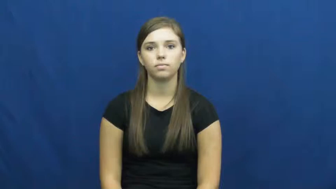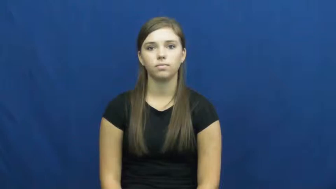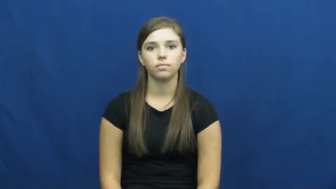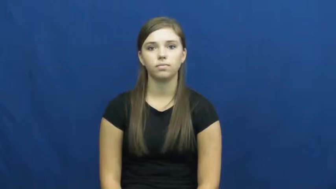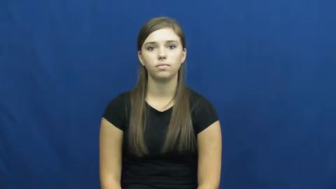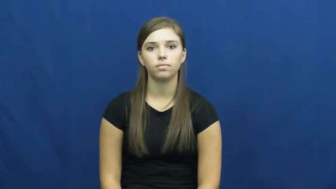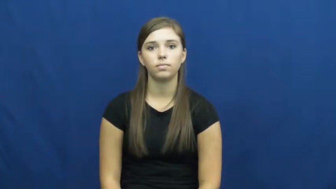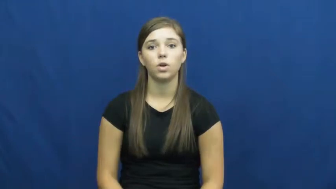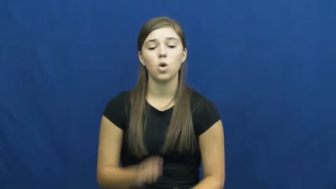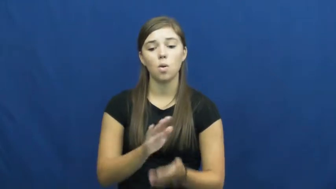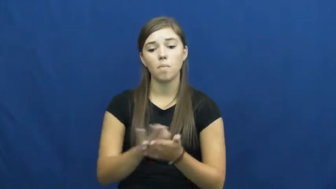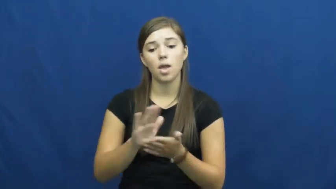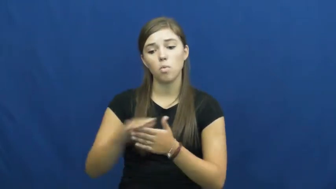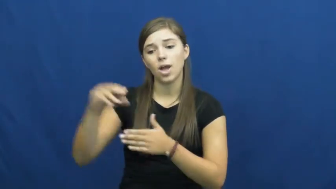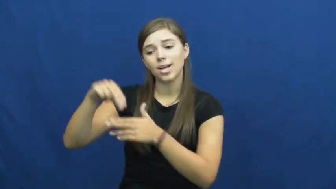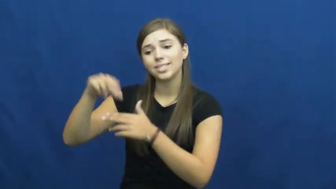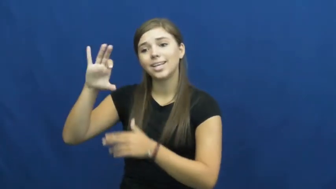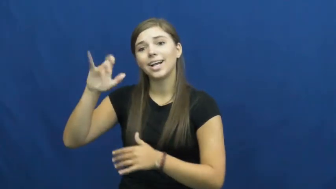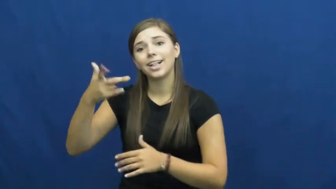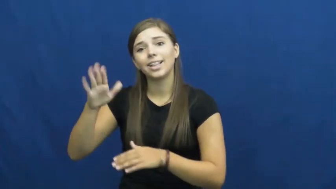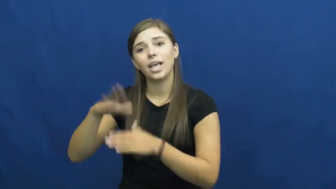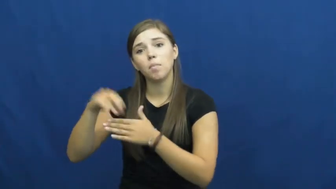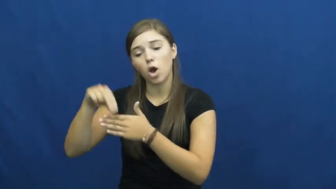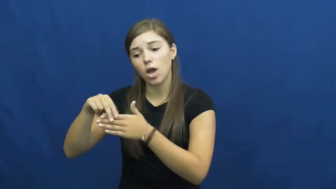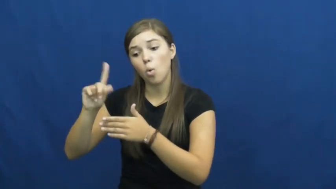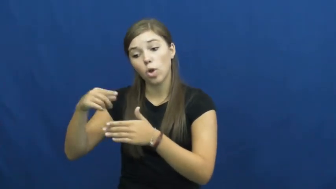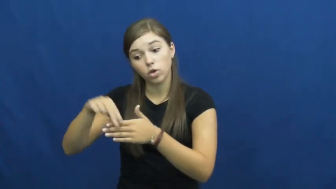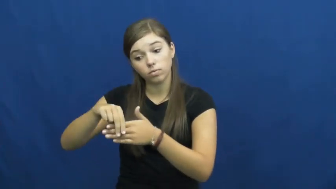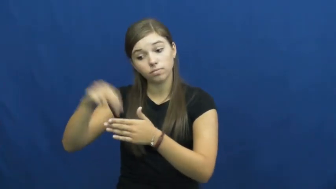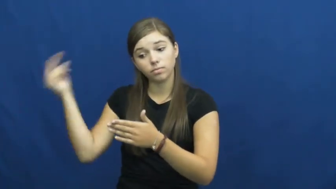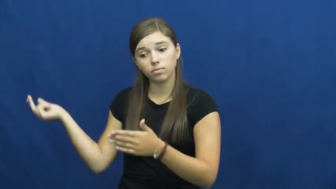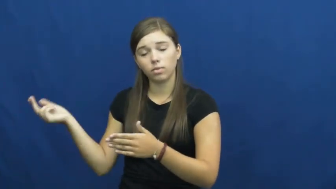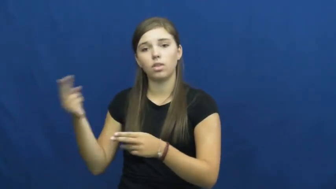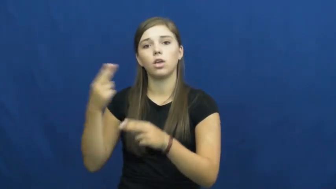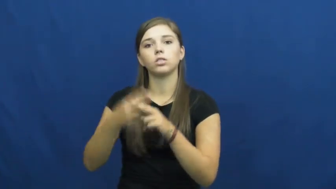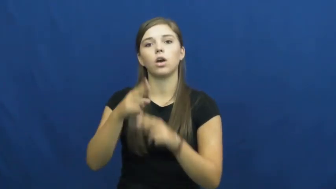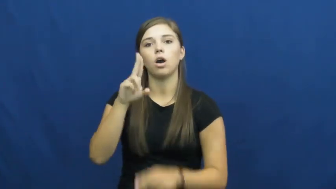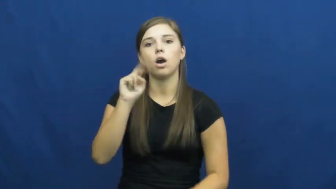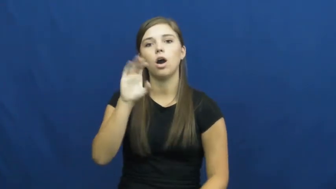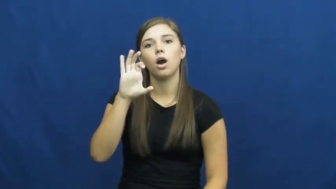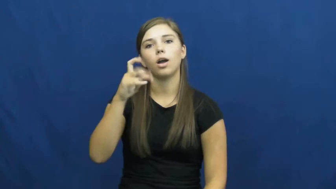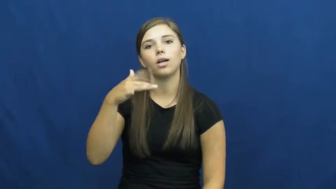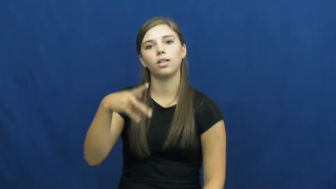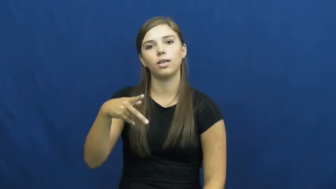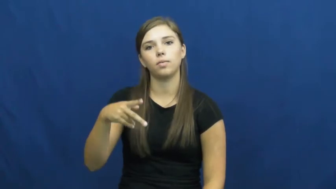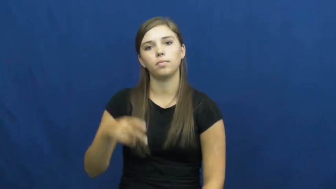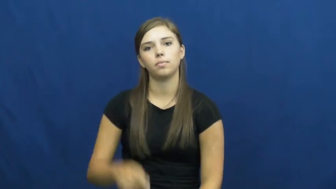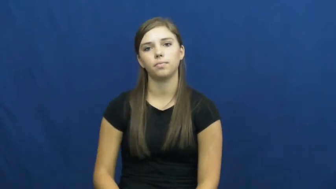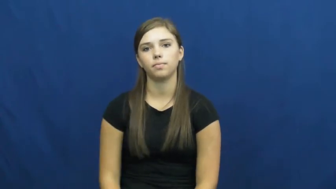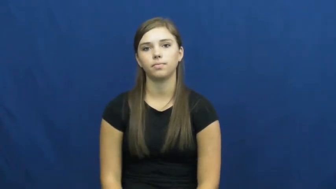unclip